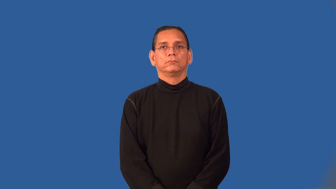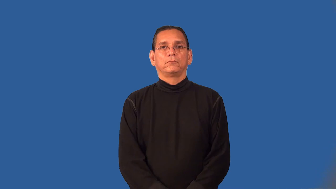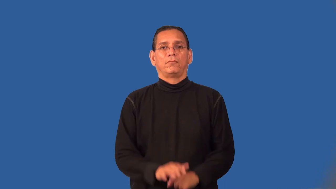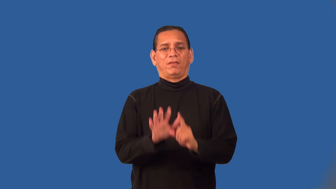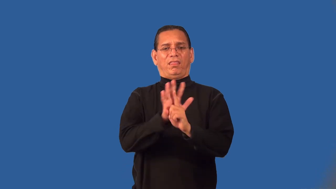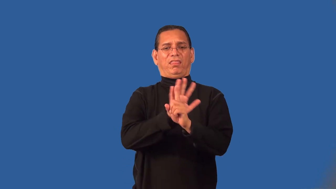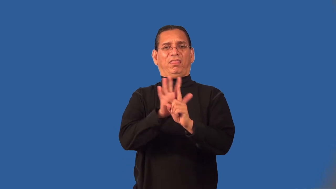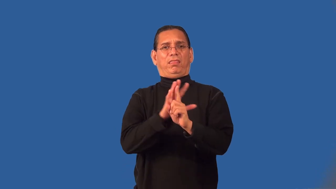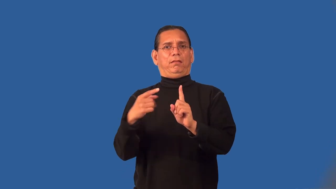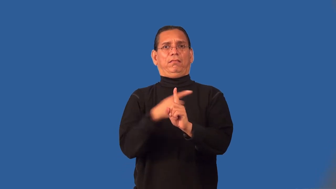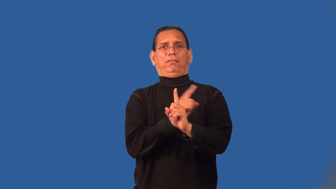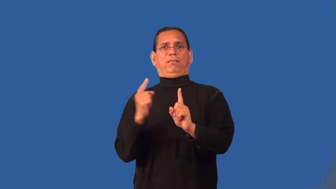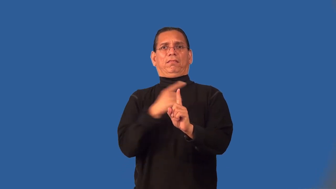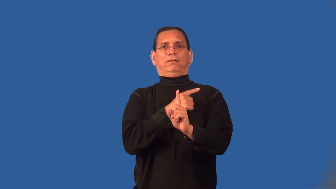prevaricate